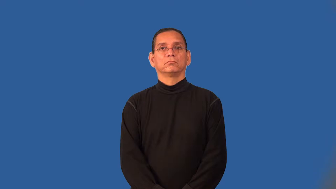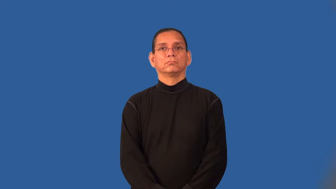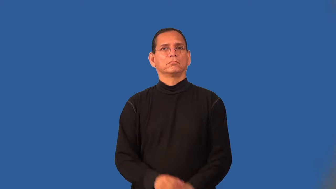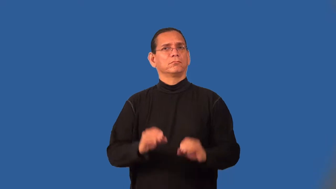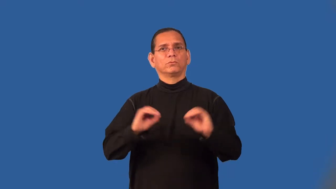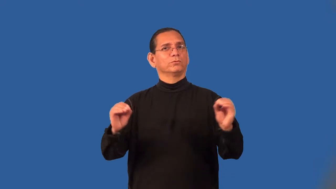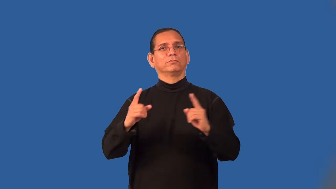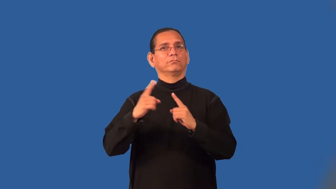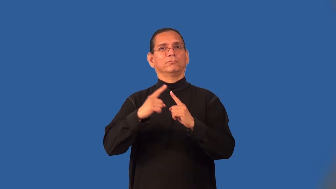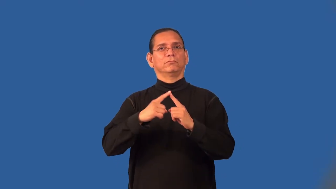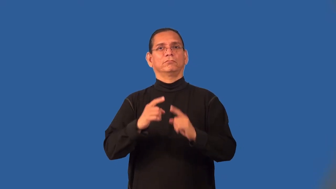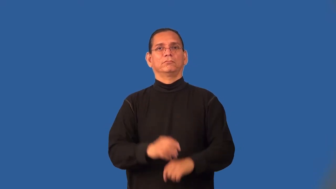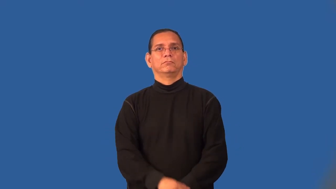scoreless